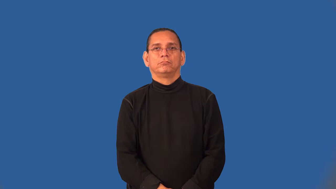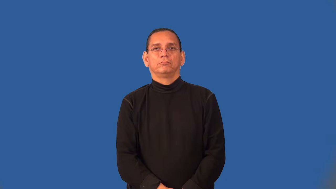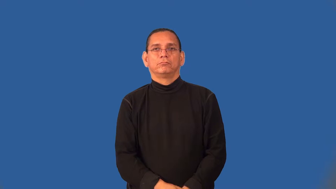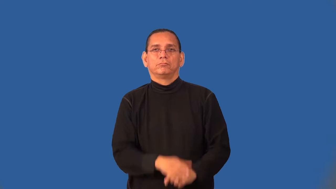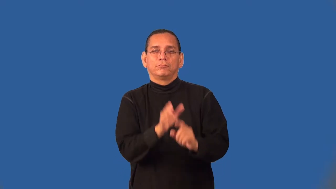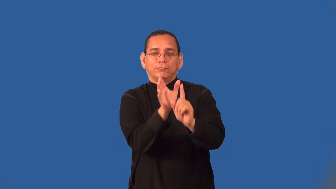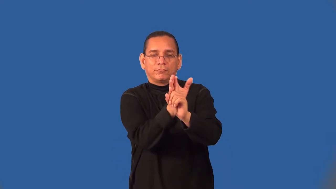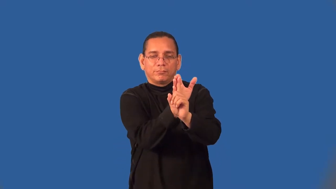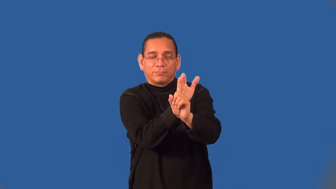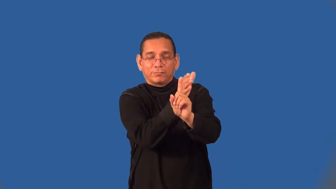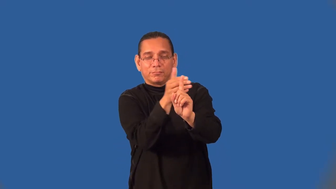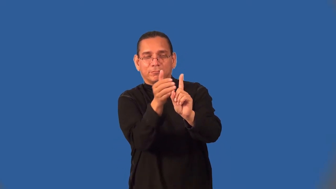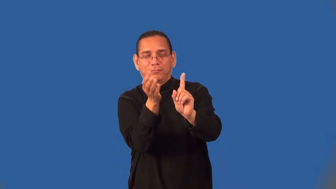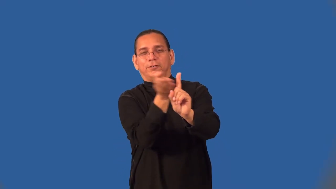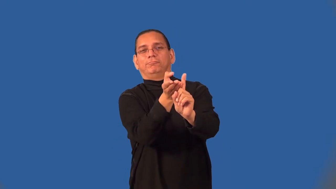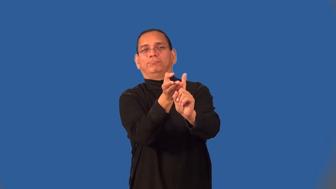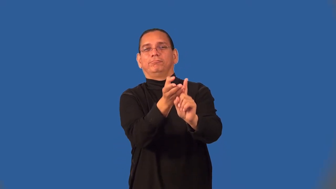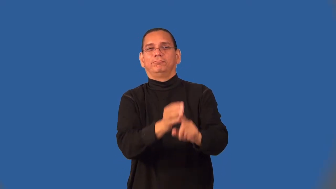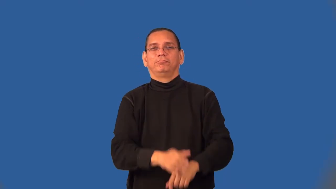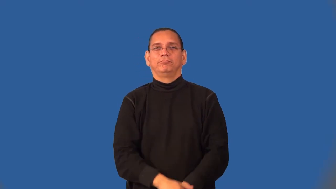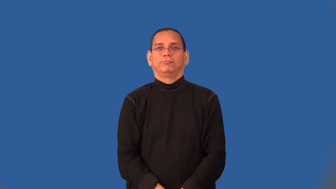seduce